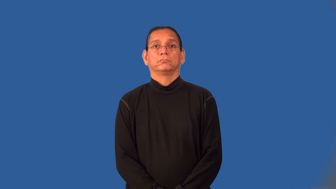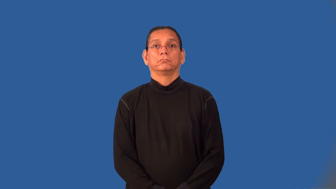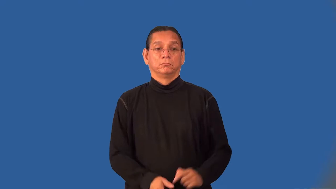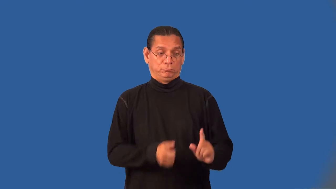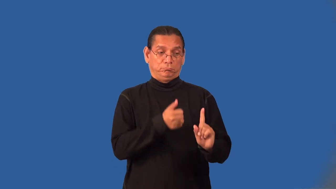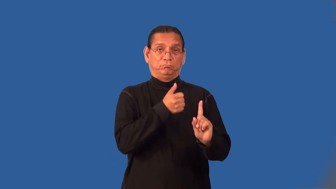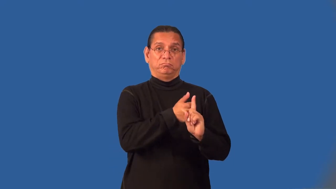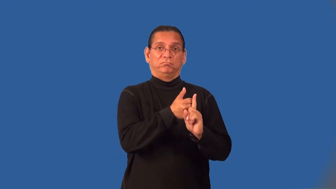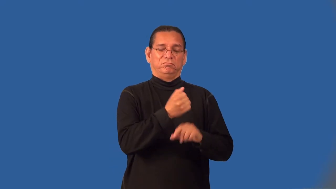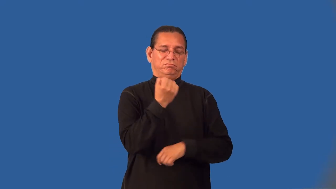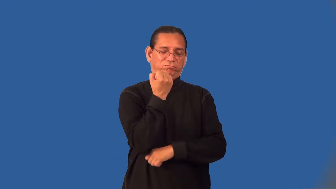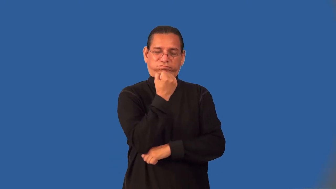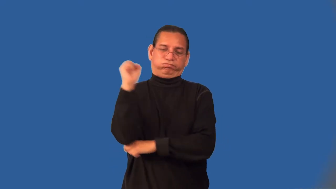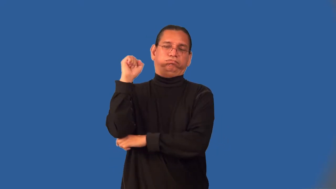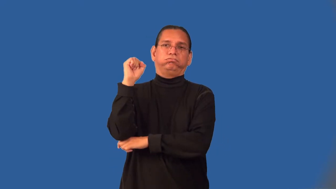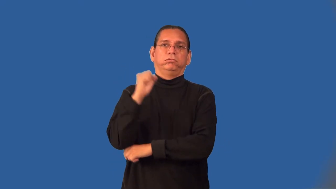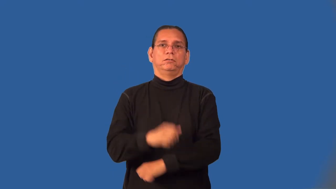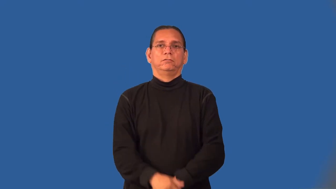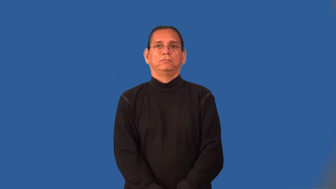protester